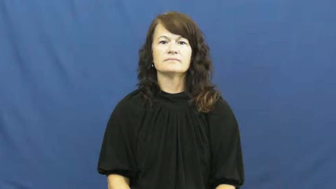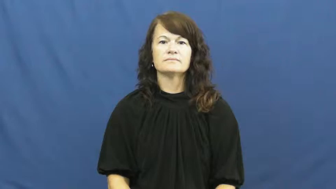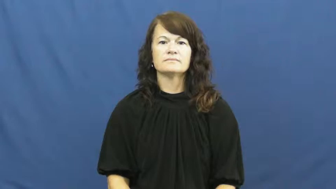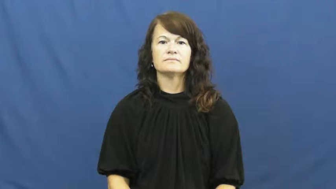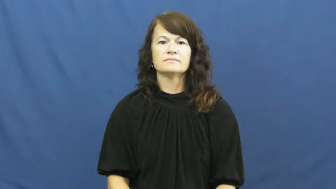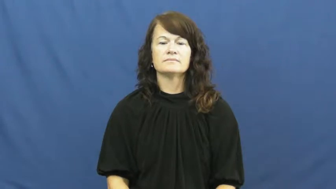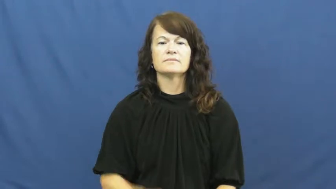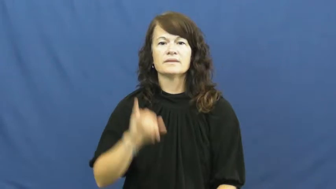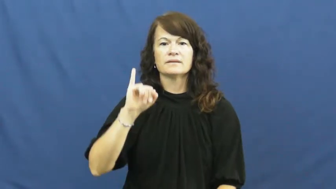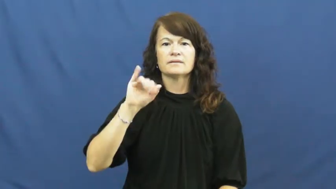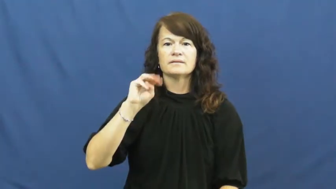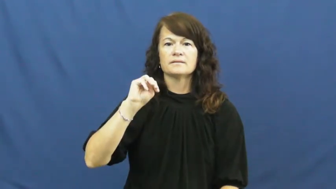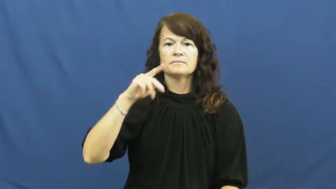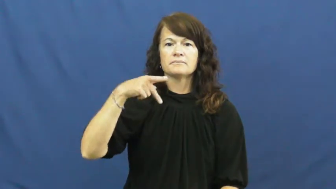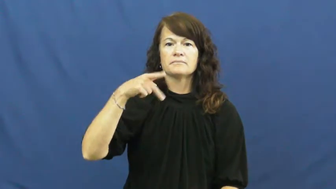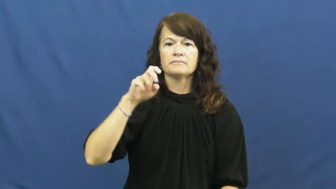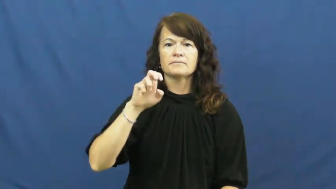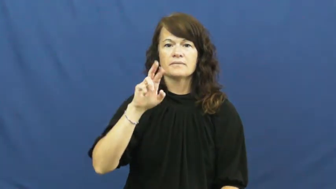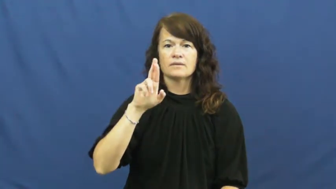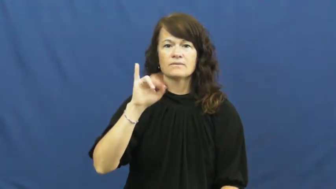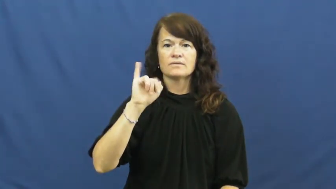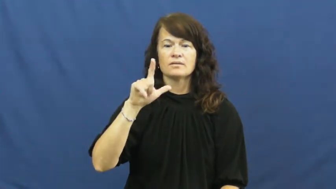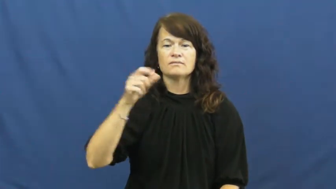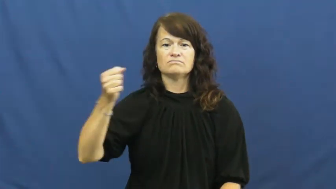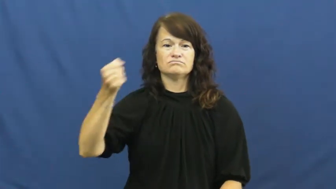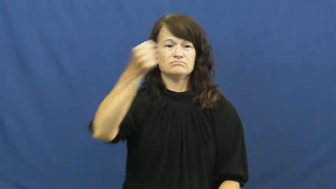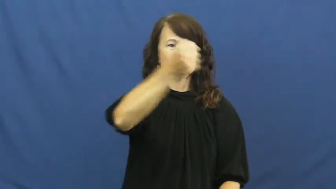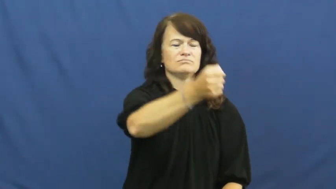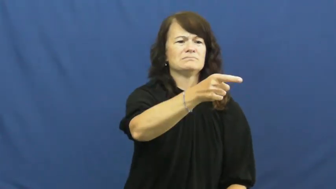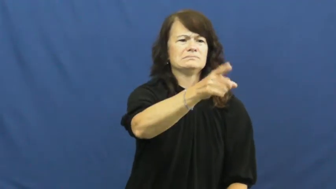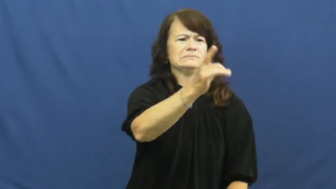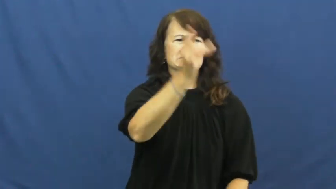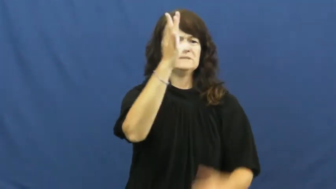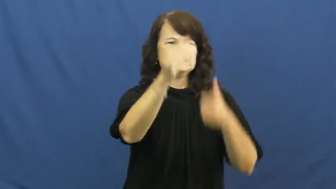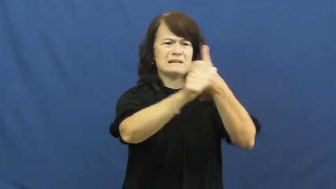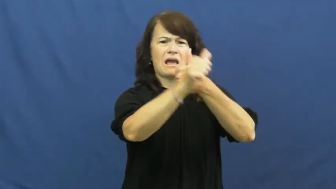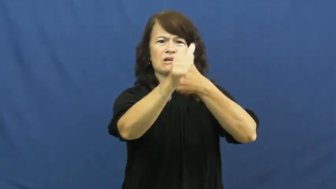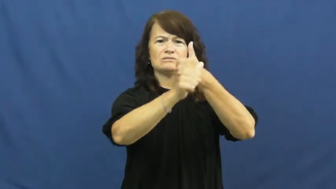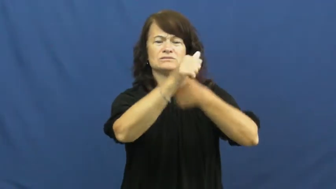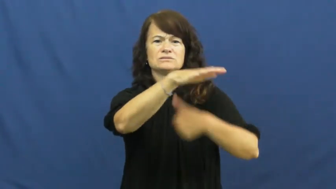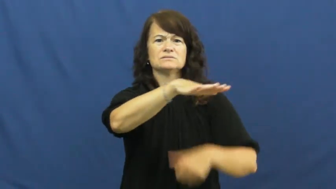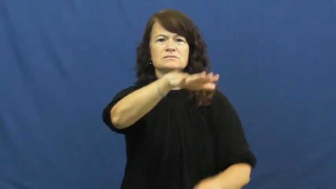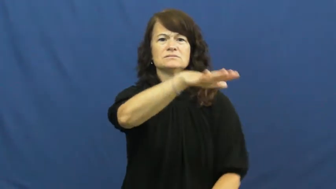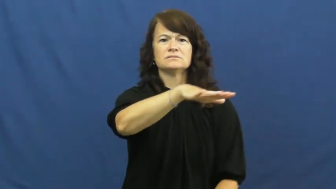imperil